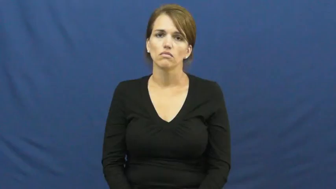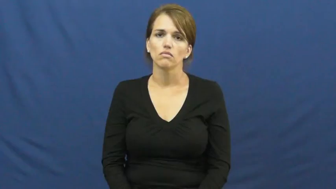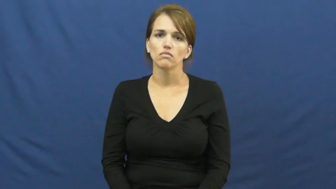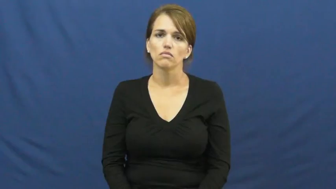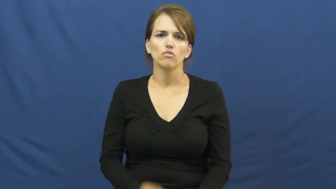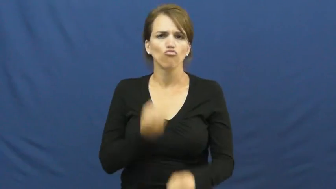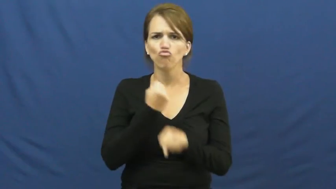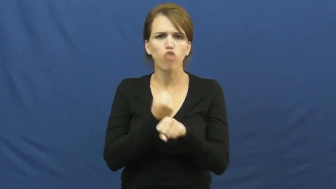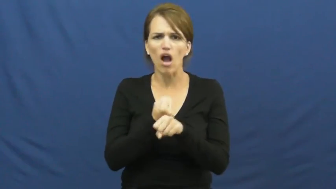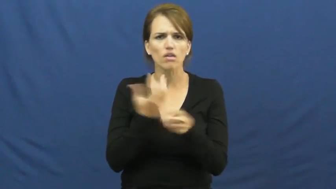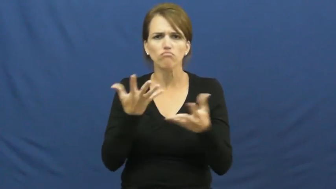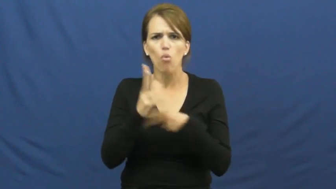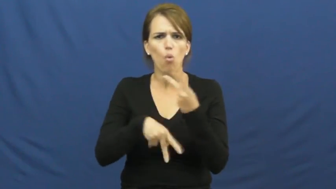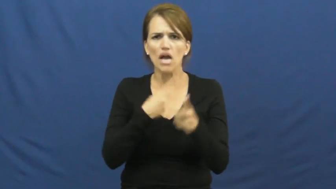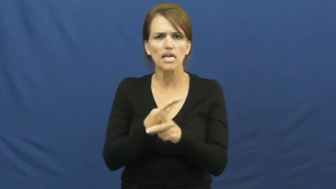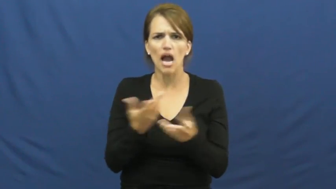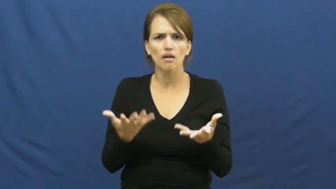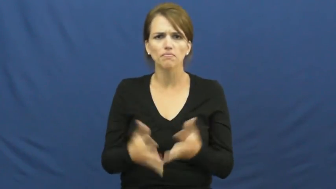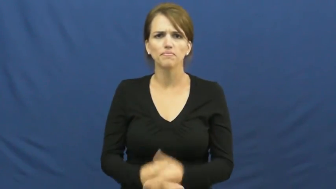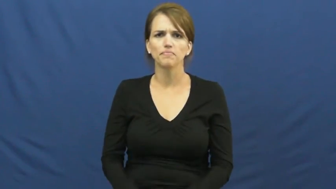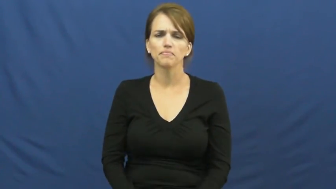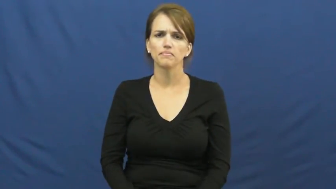kind of rock